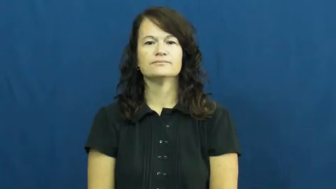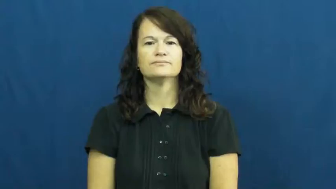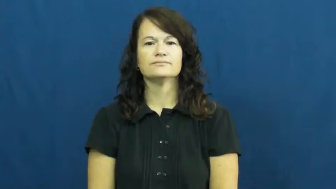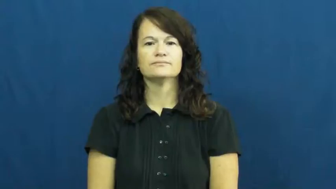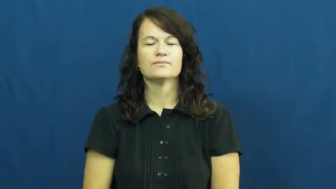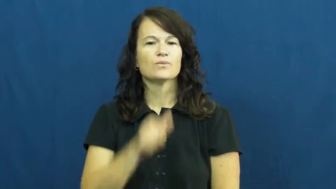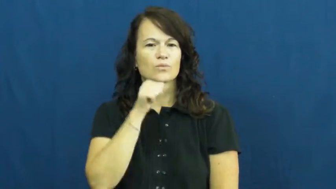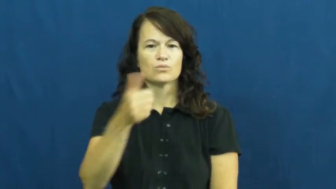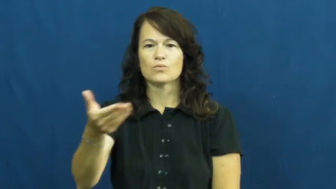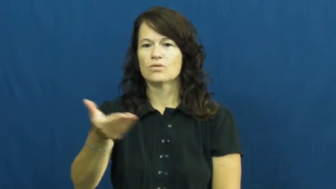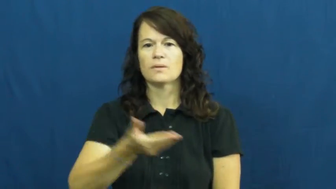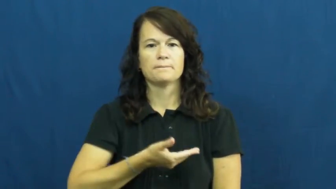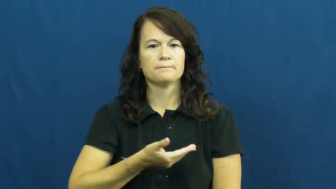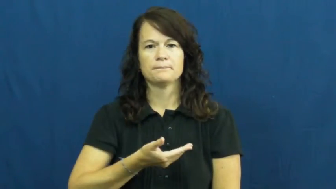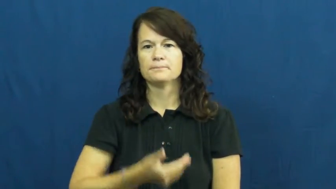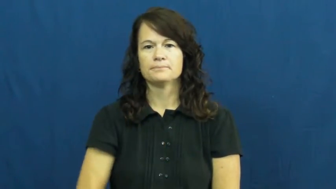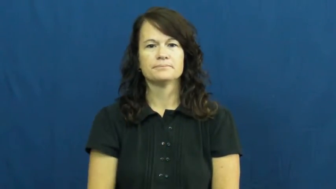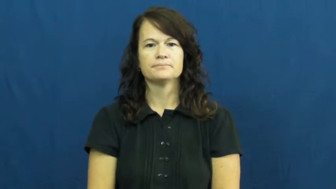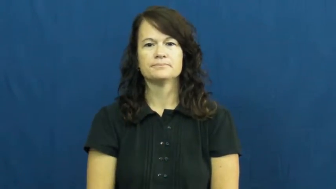unwelcome